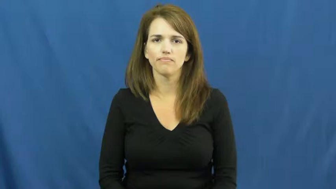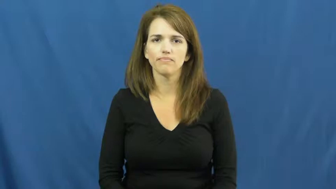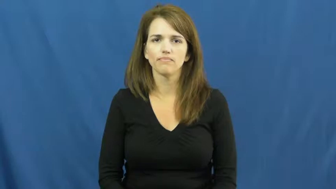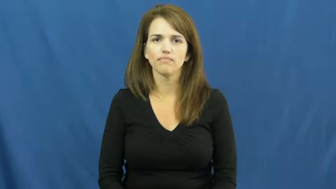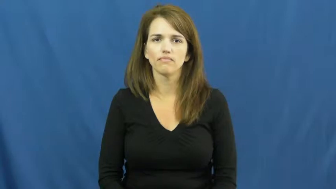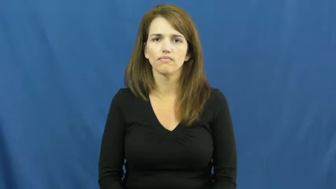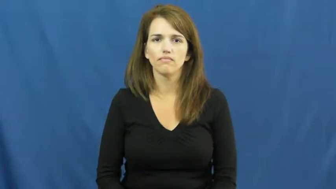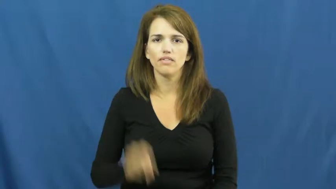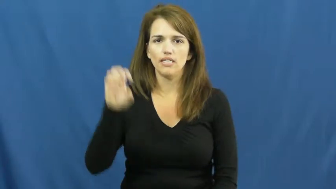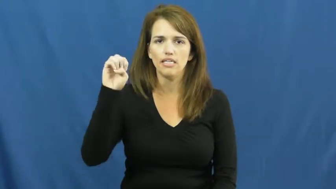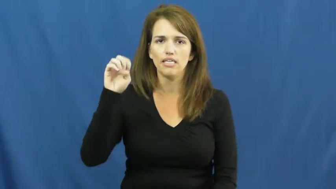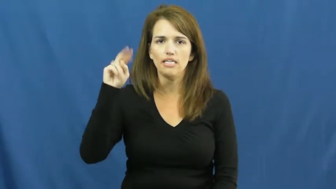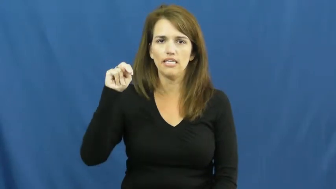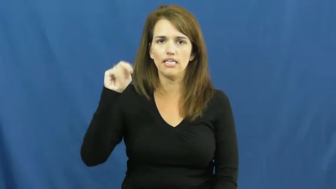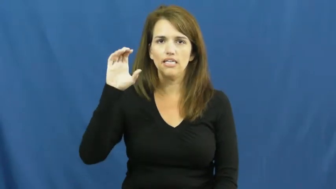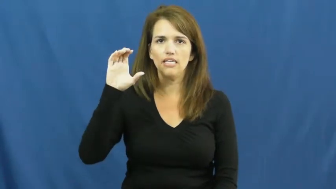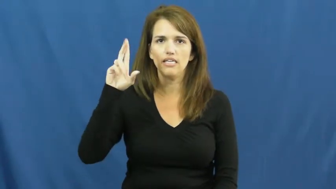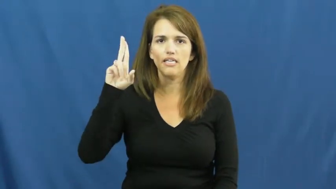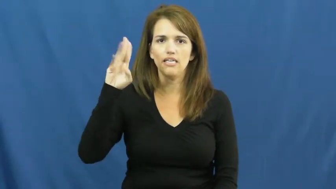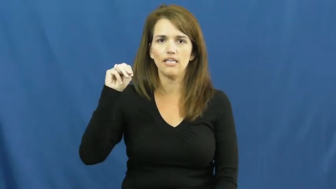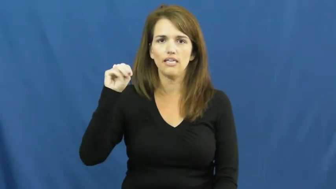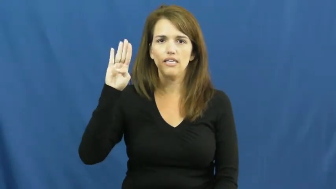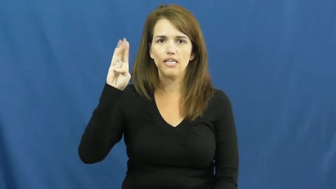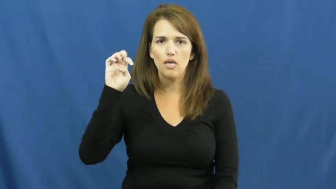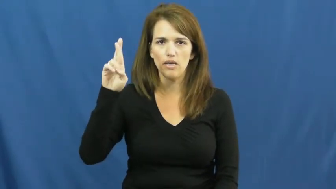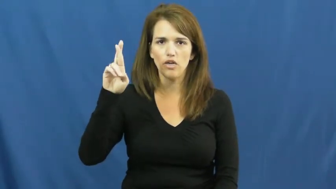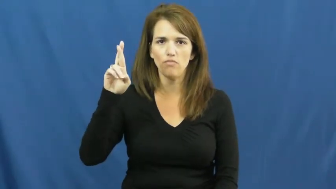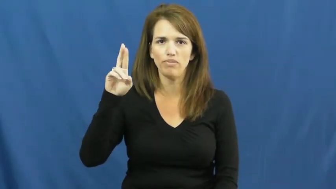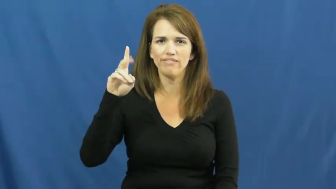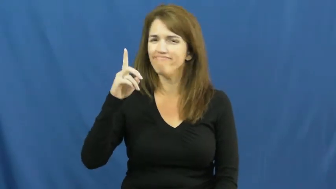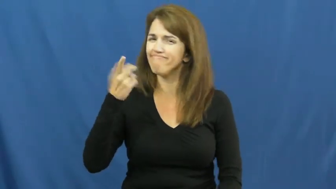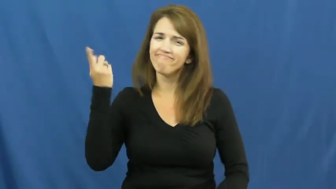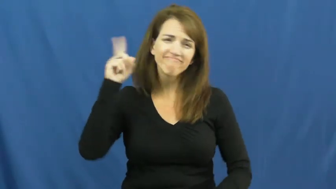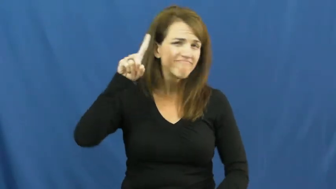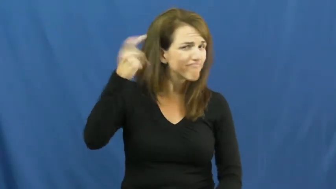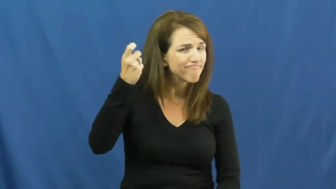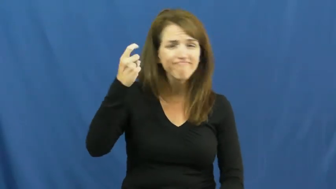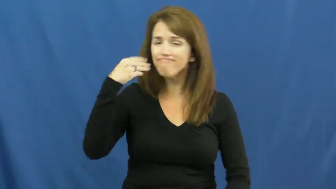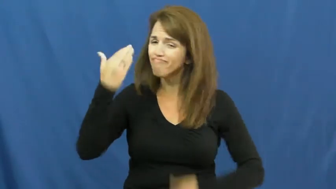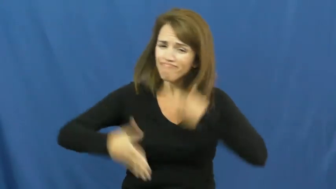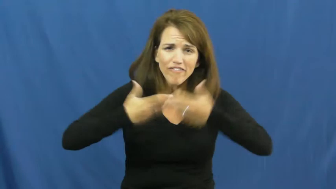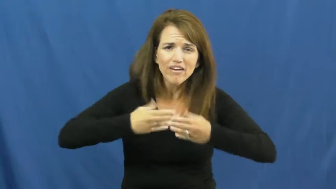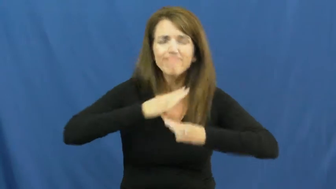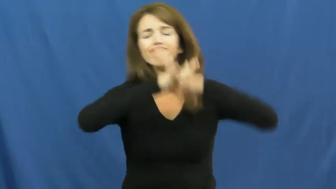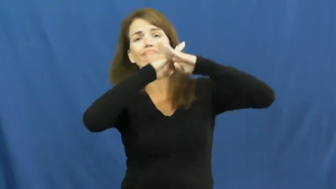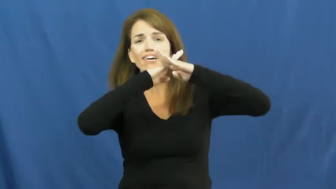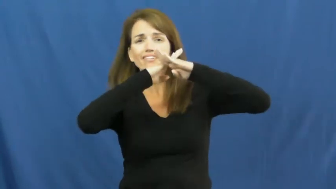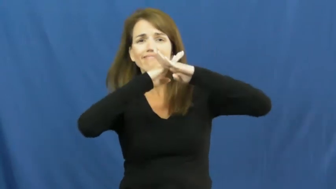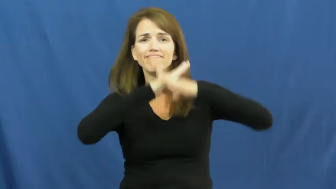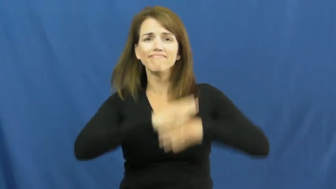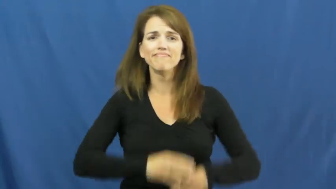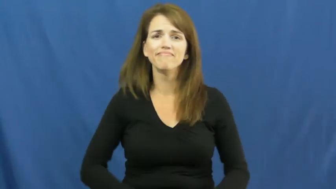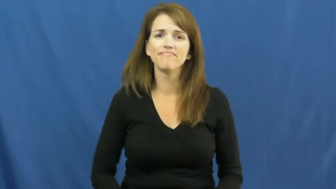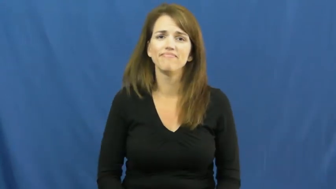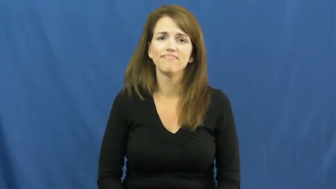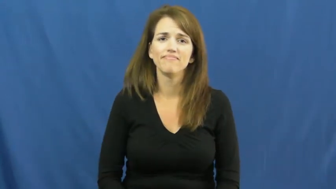encumber